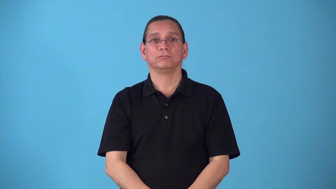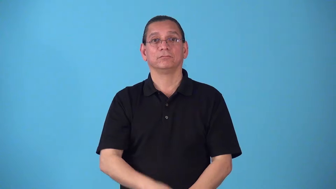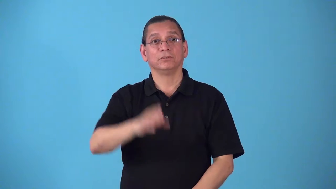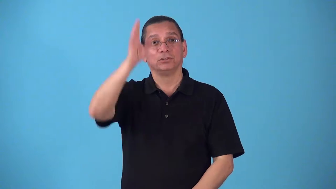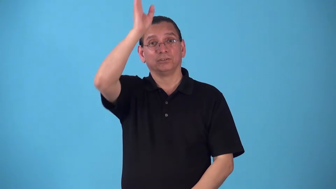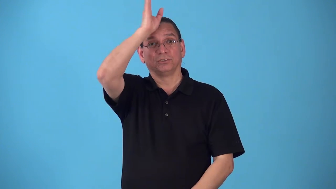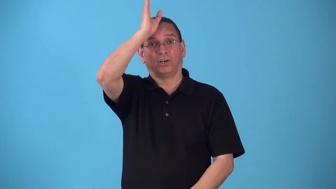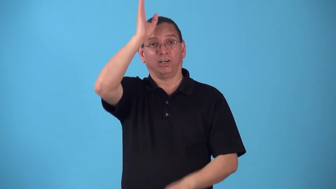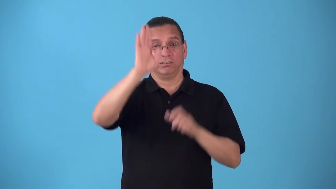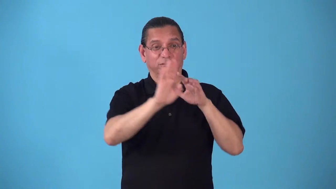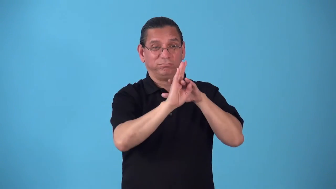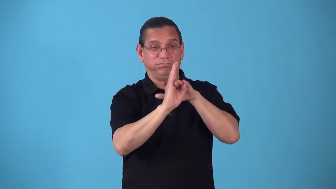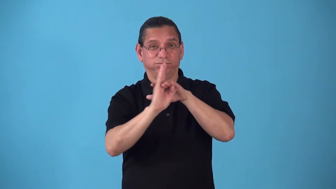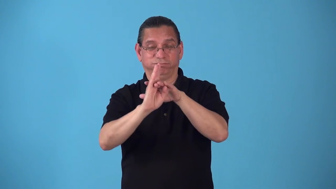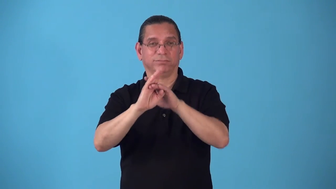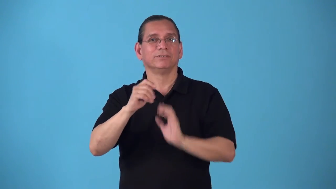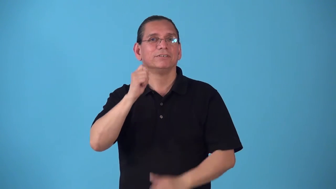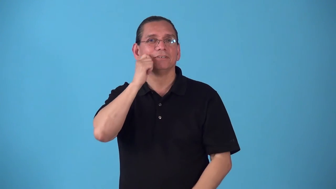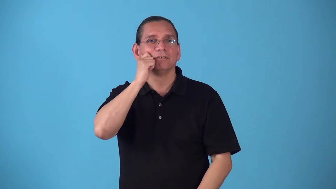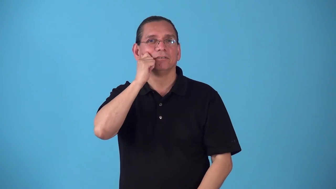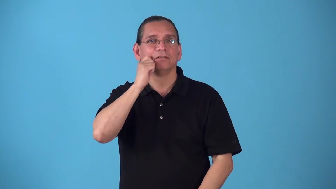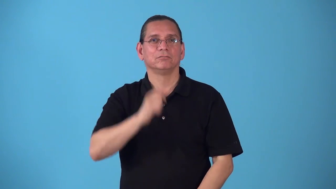sharkskin